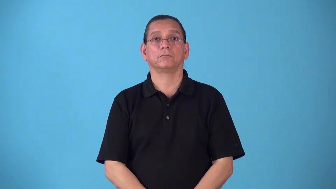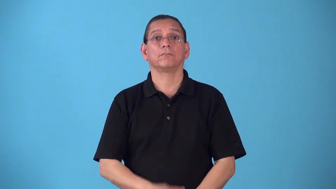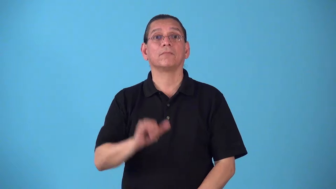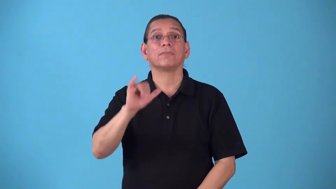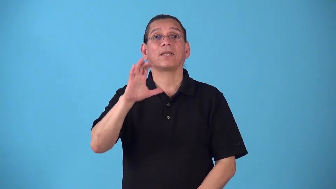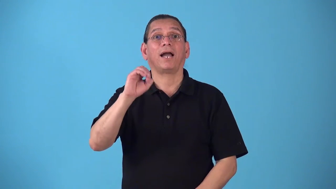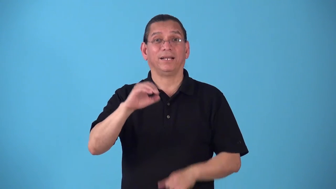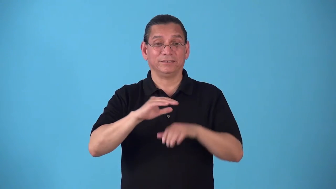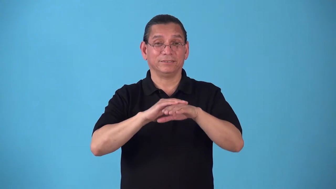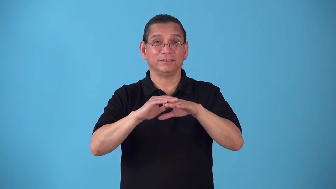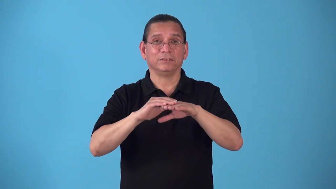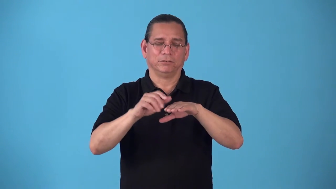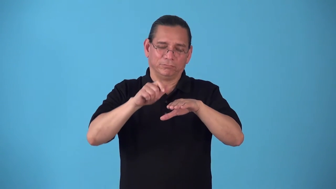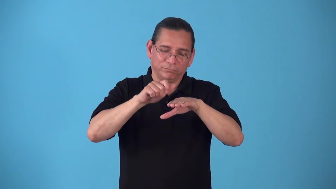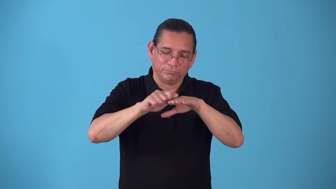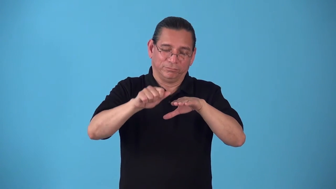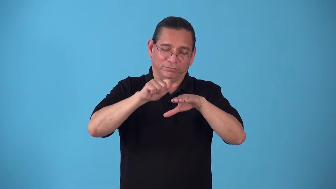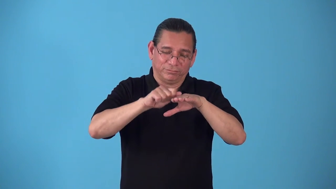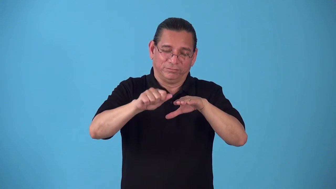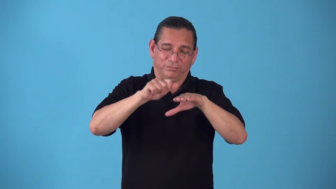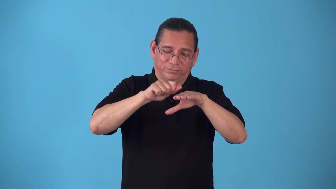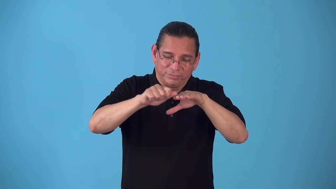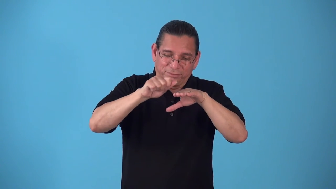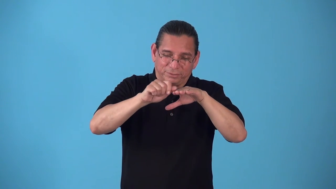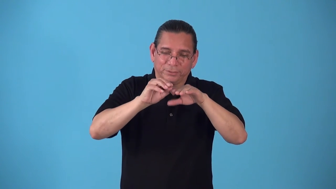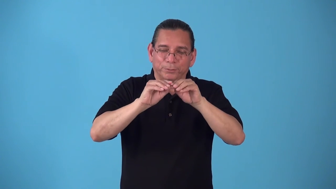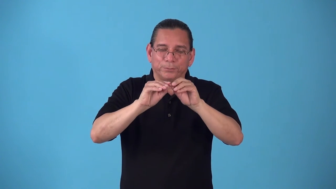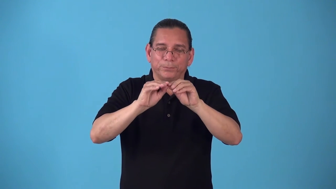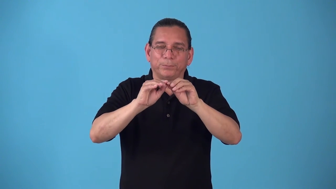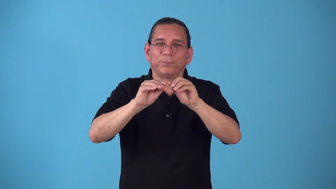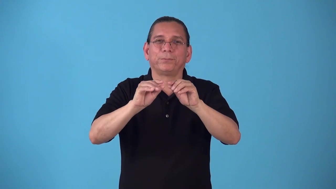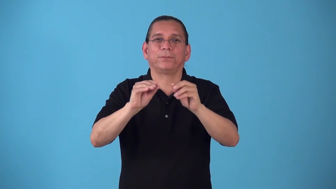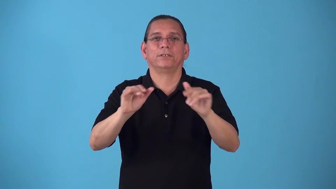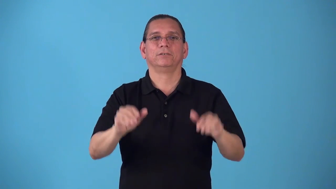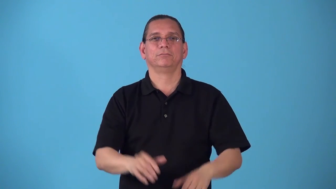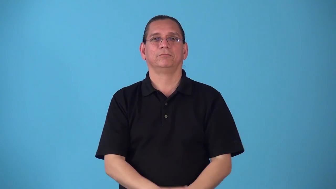shave-like shave ice